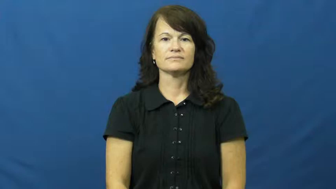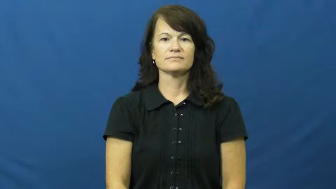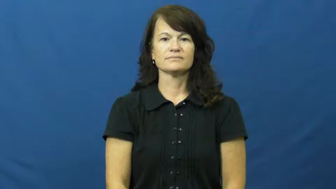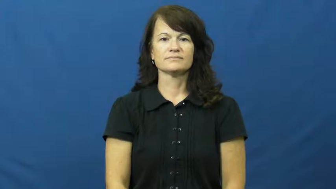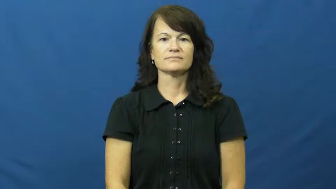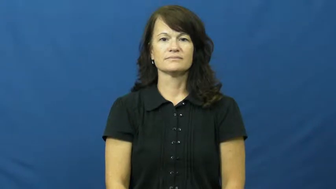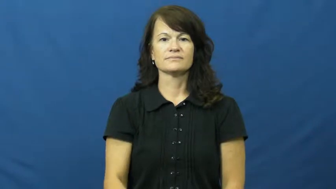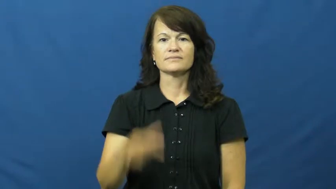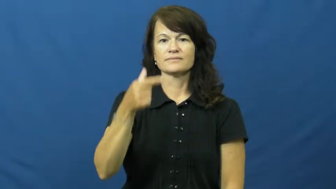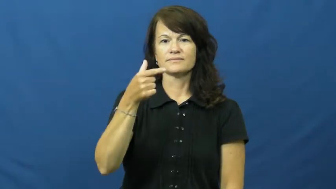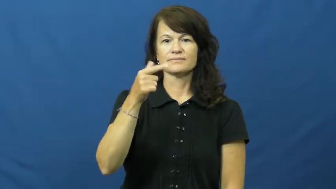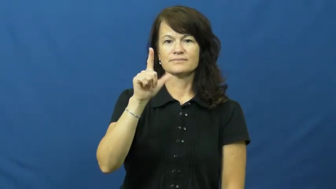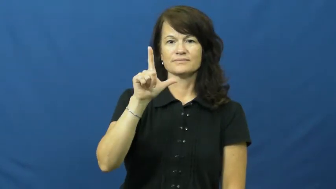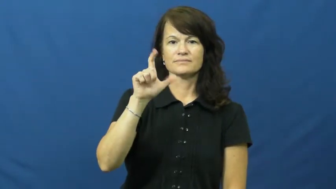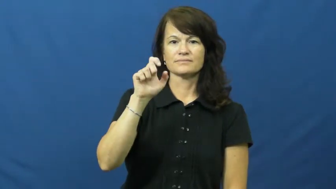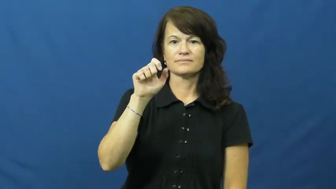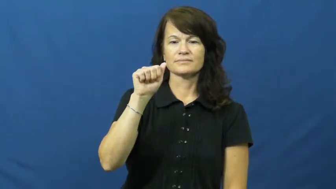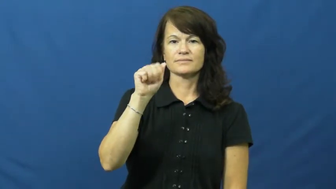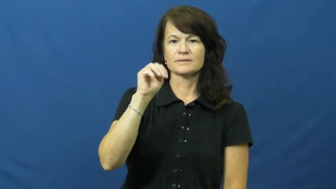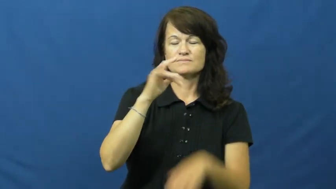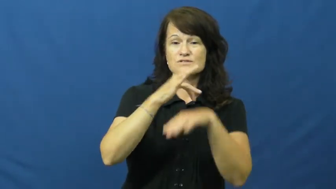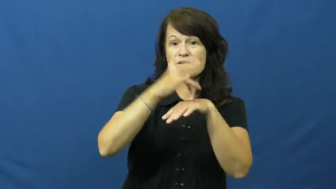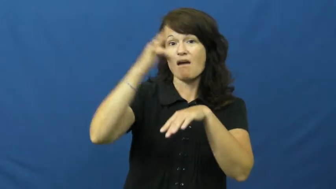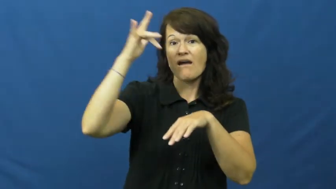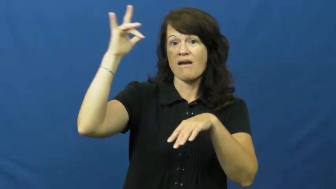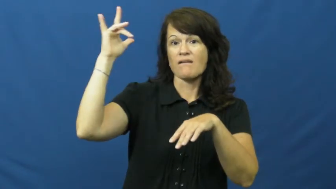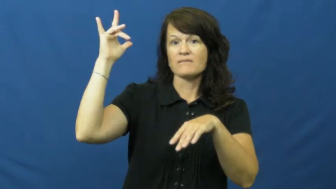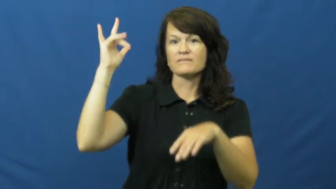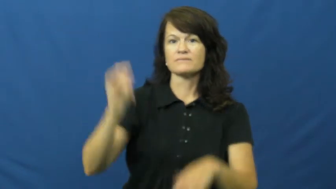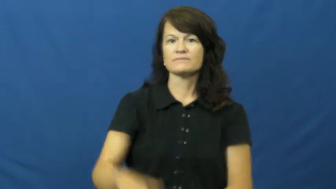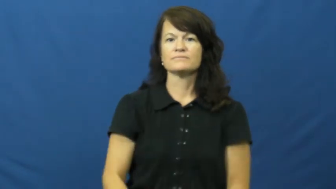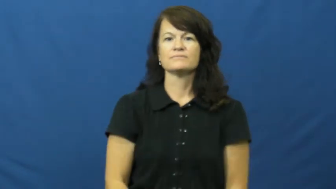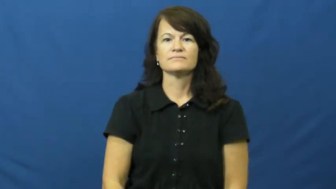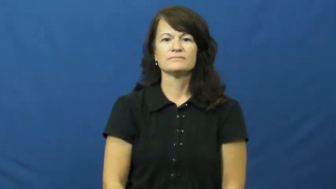gleam